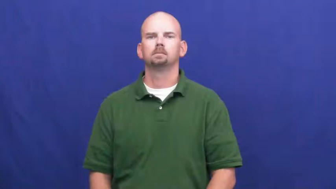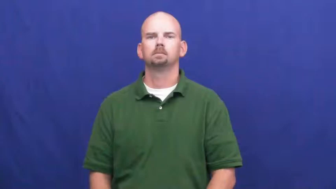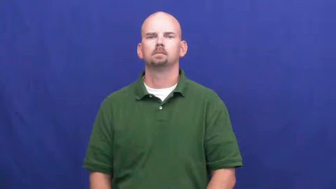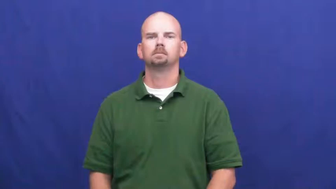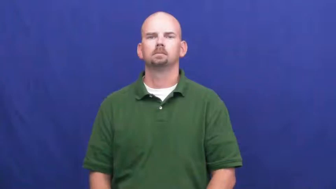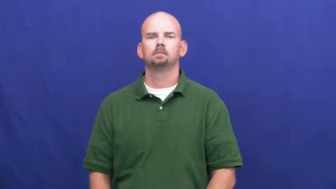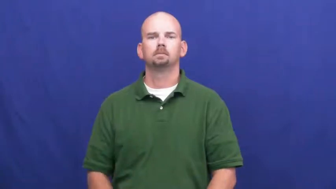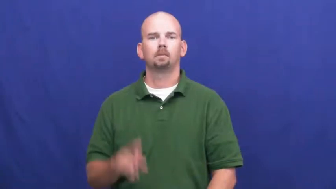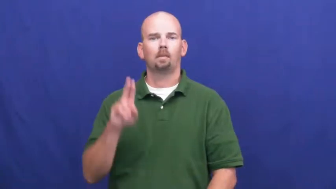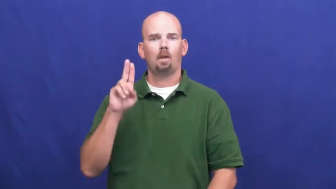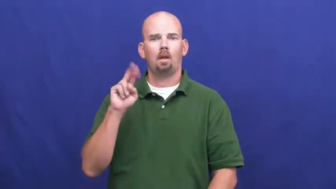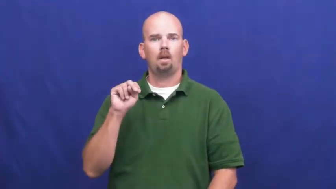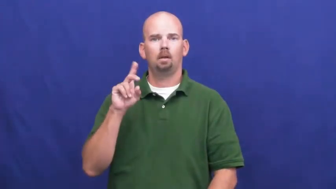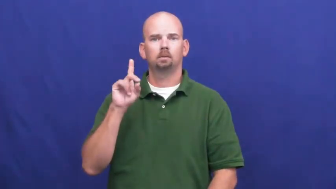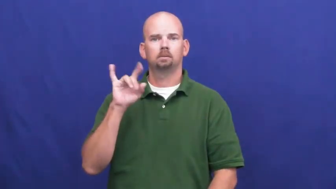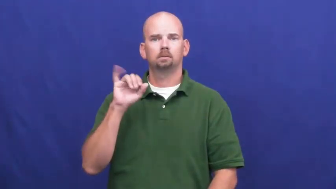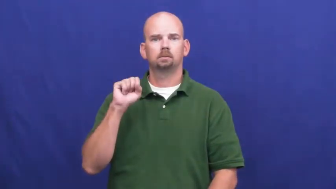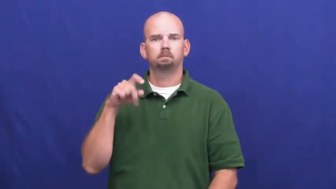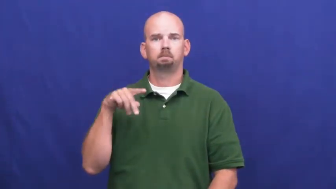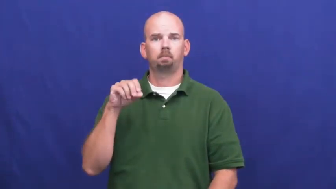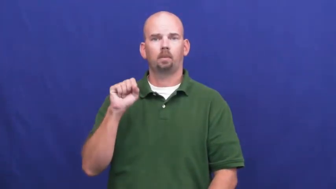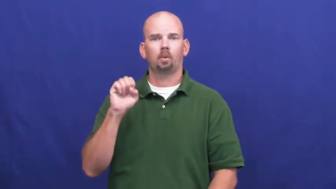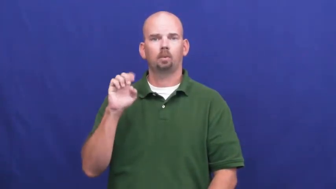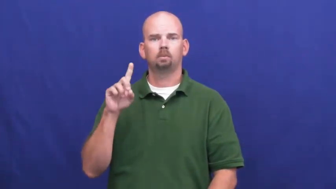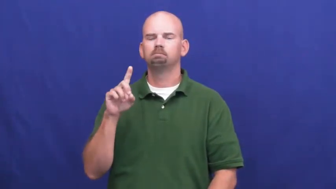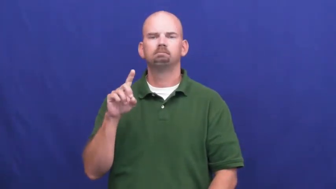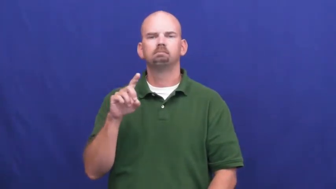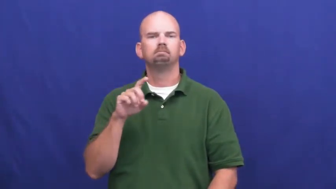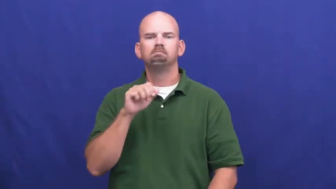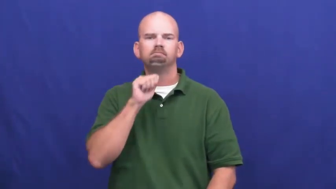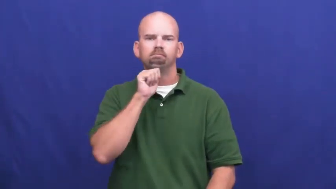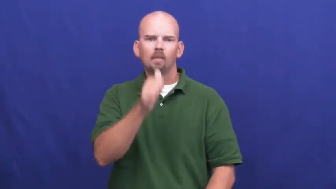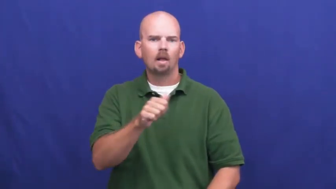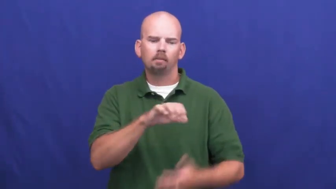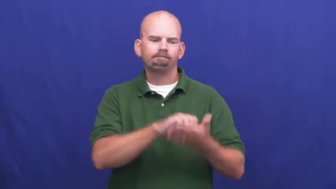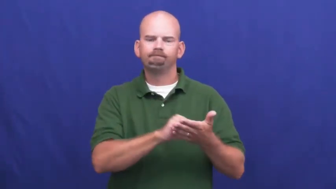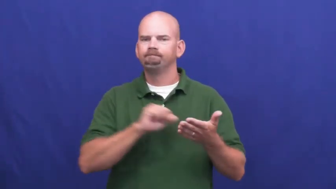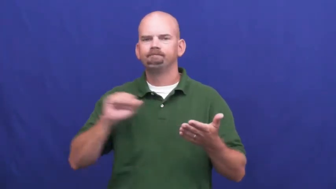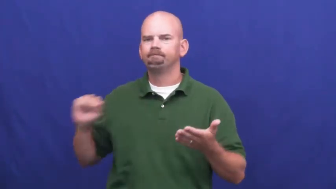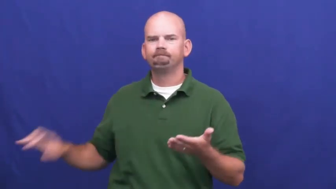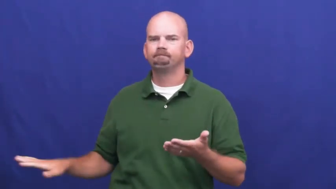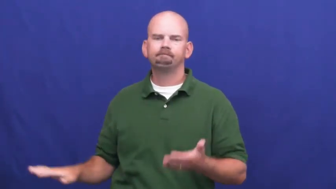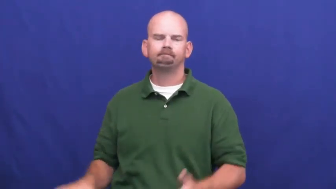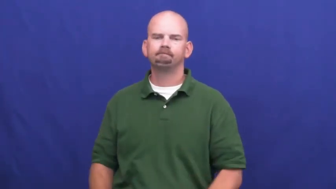undisposed